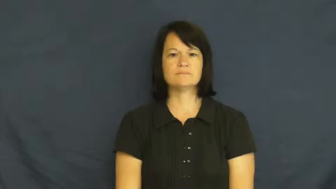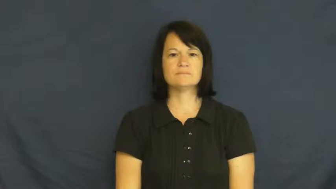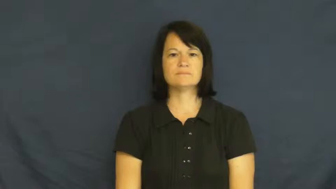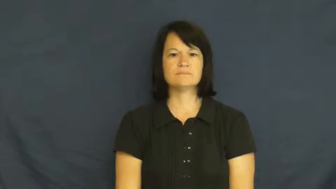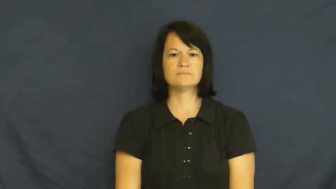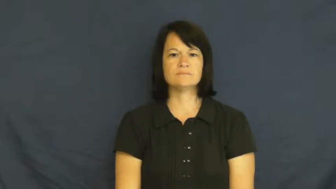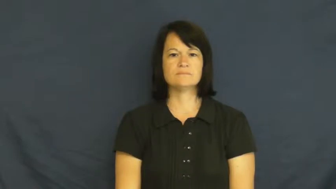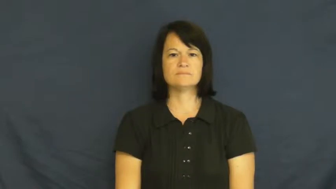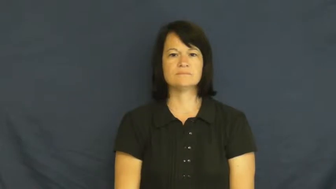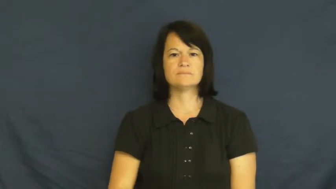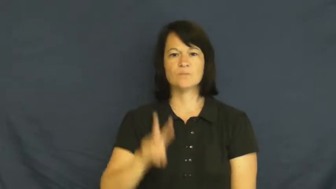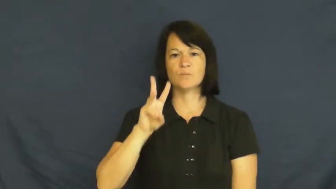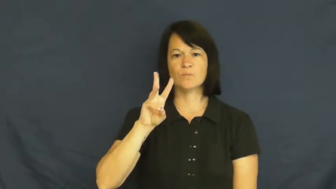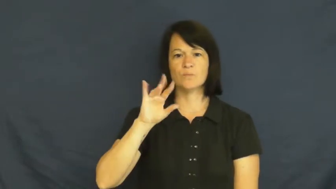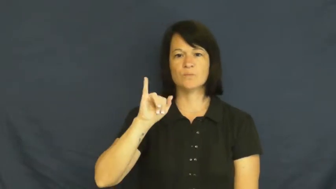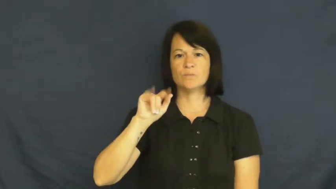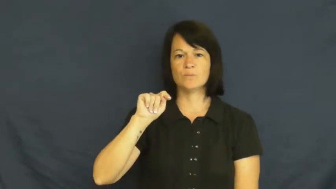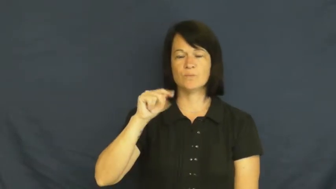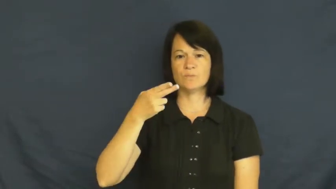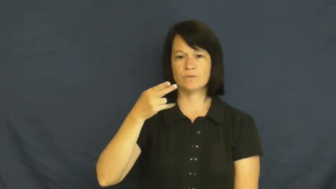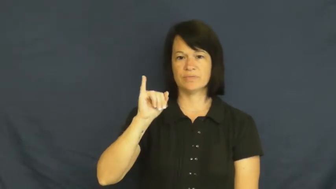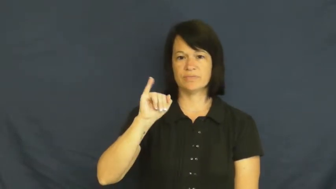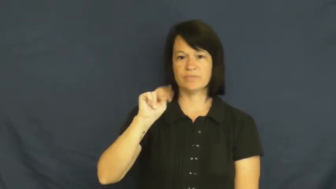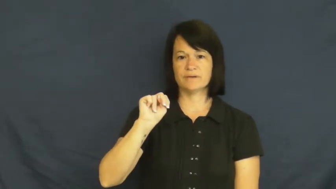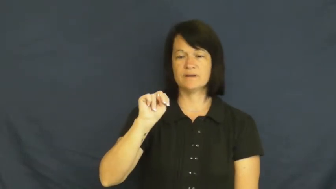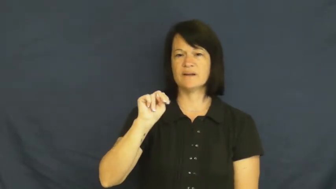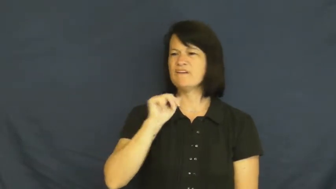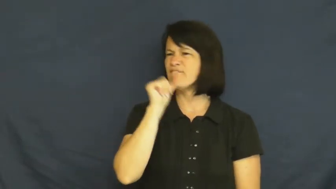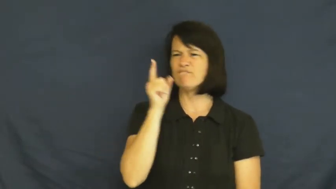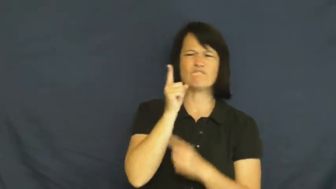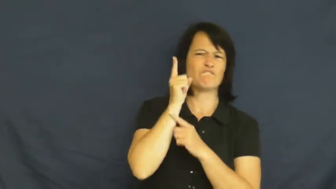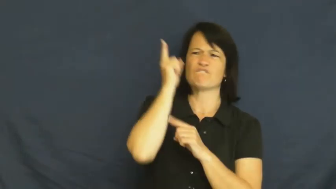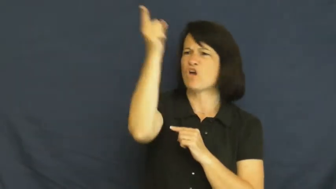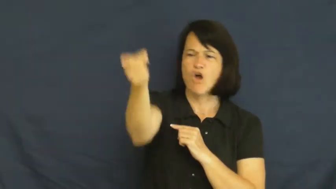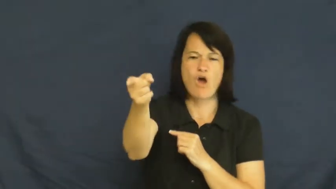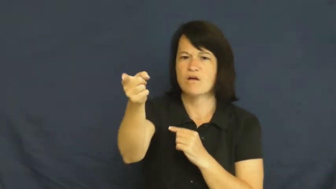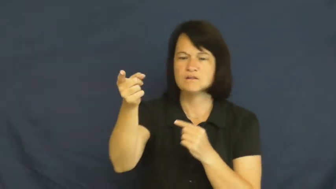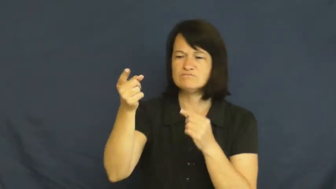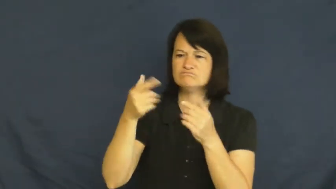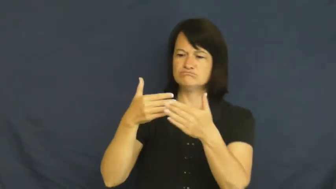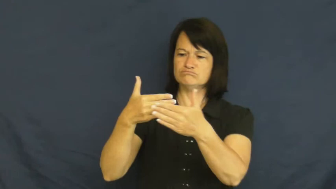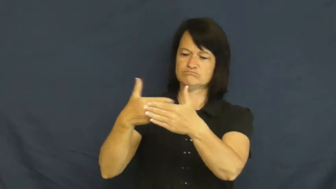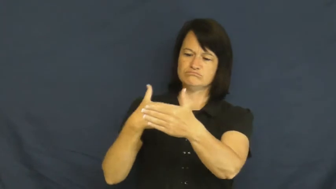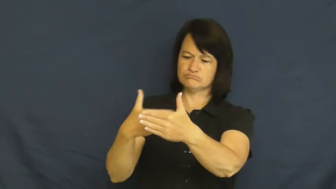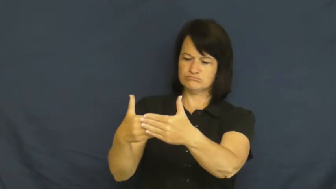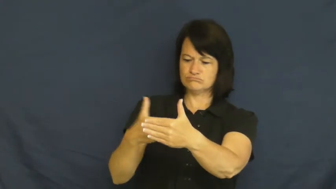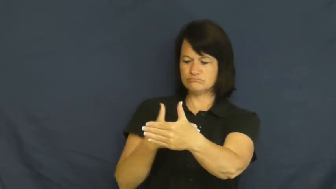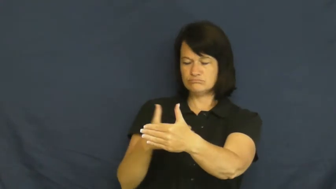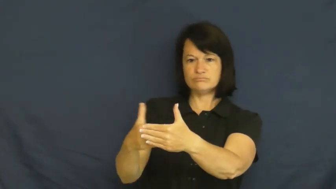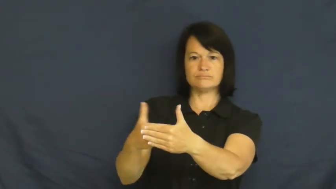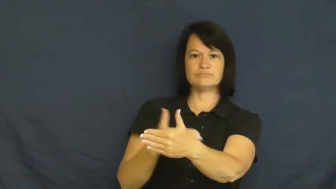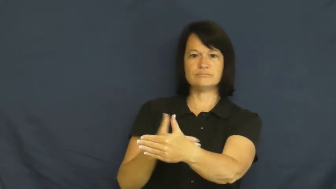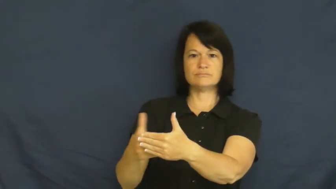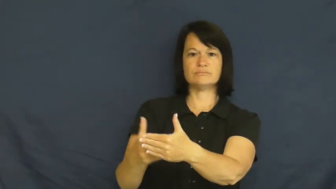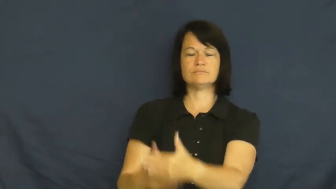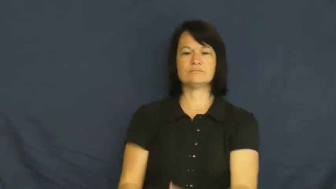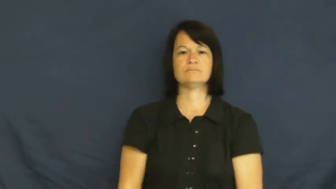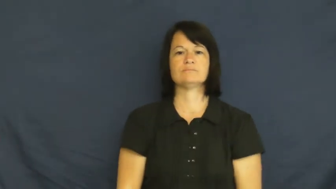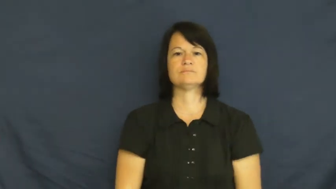within-distance